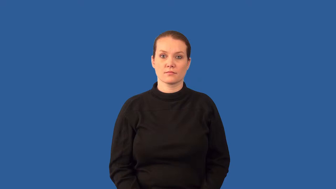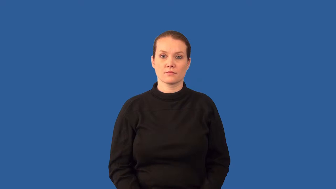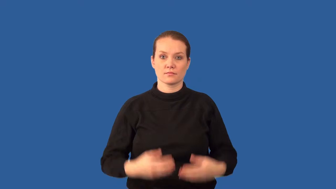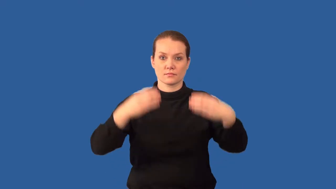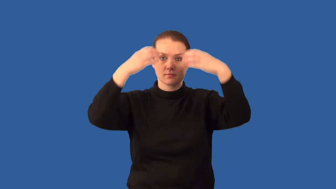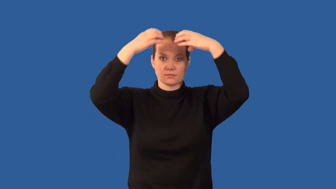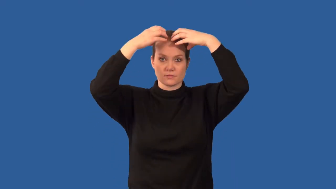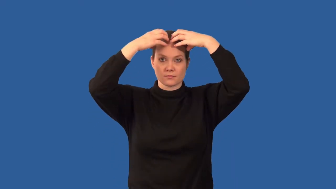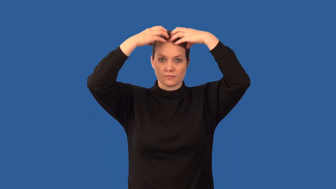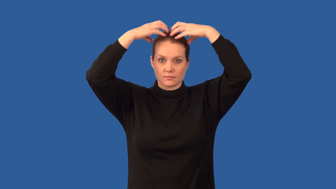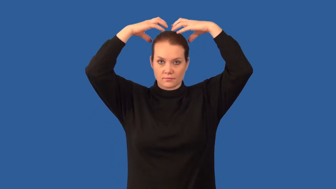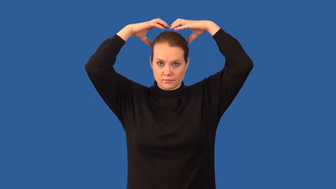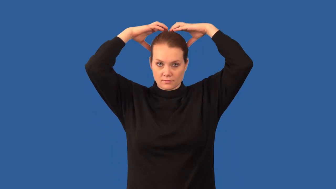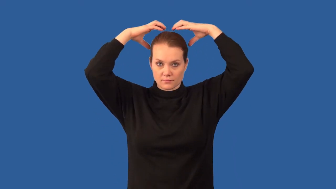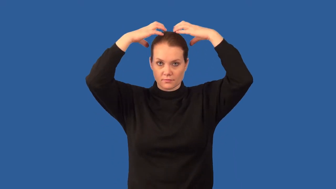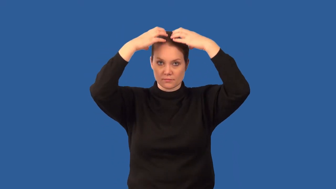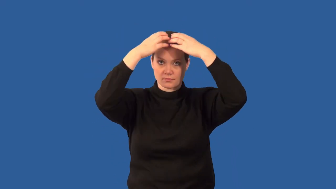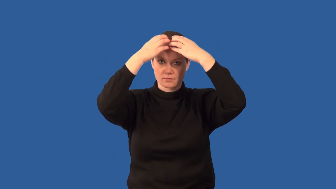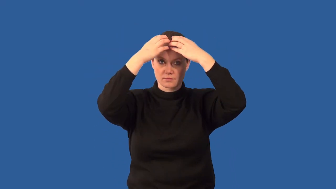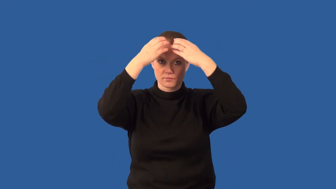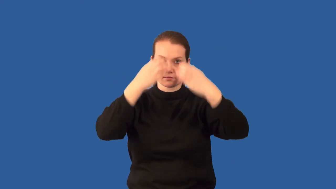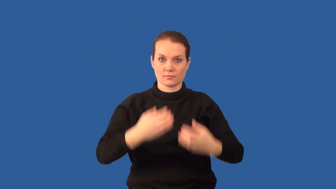cerebrum